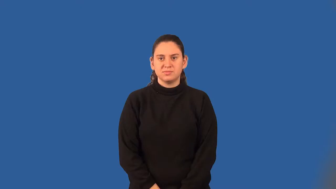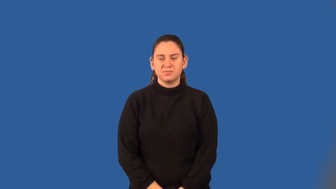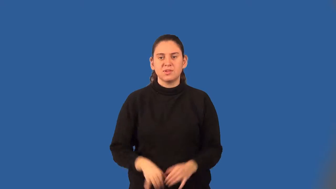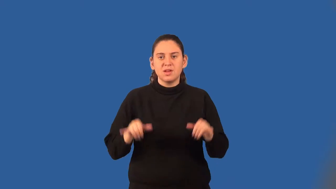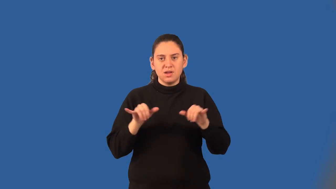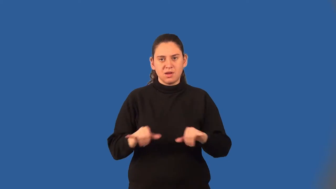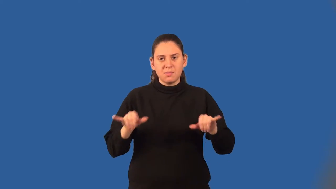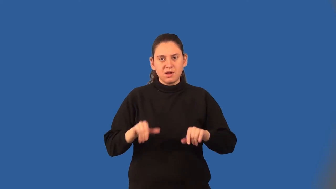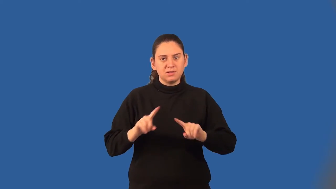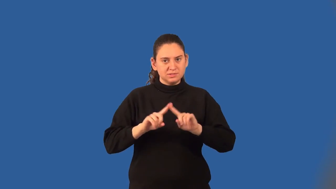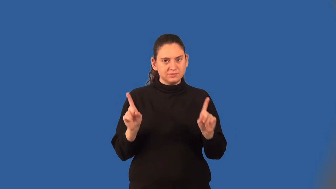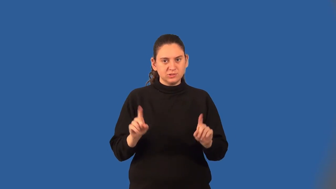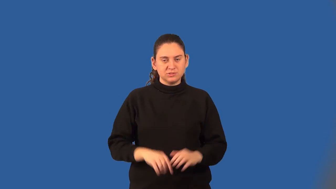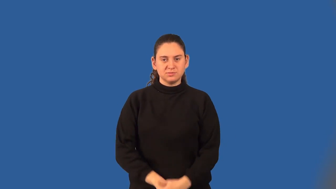common difference